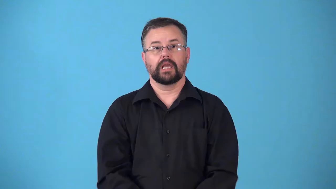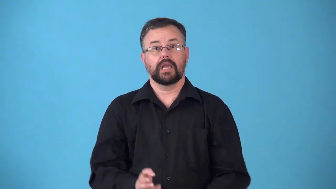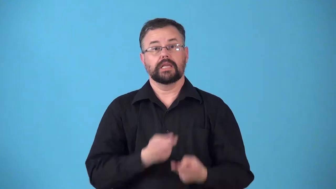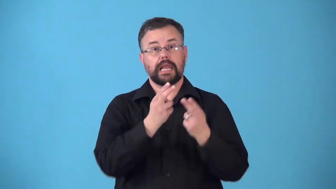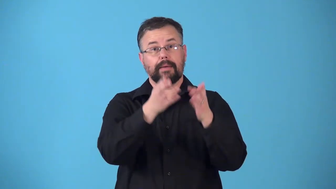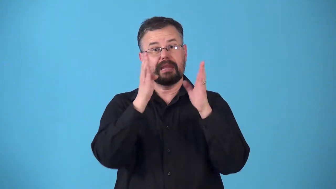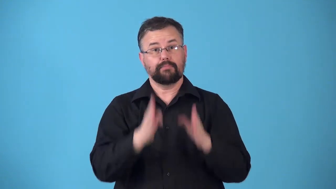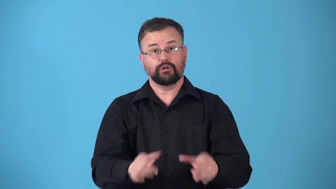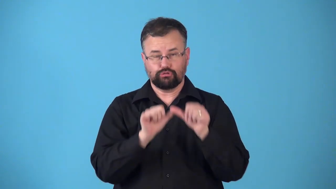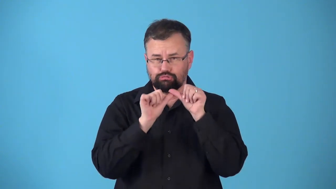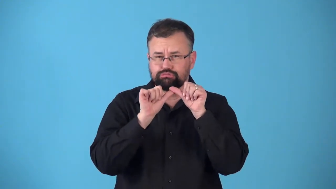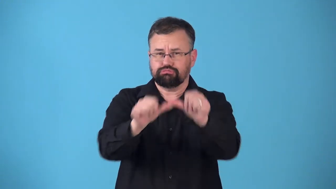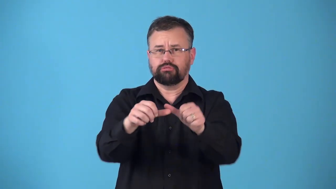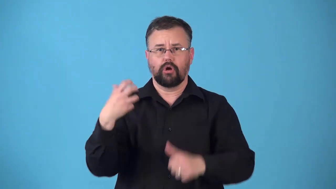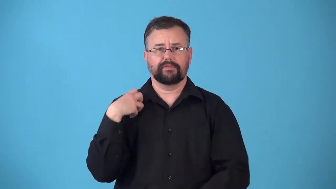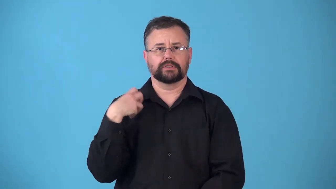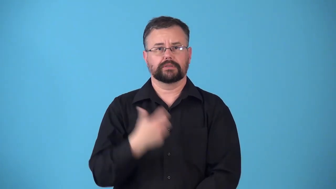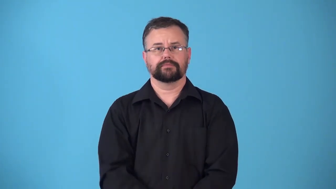renominate